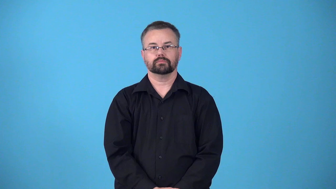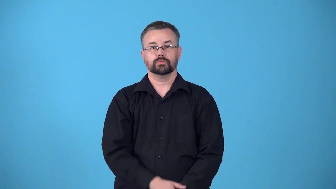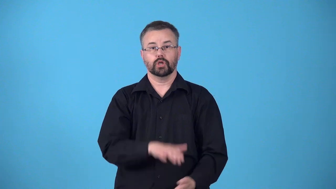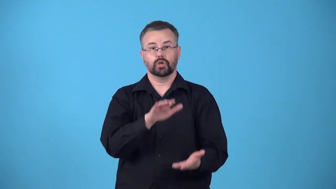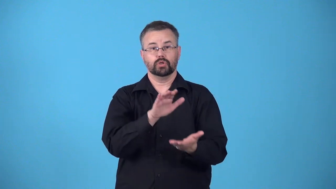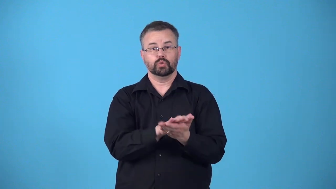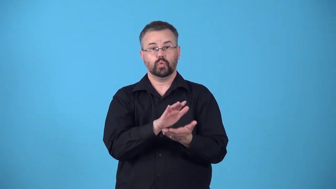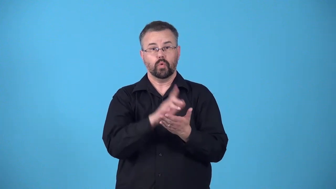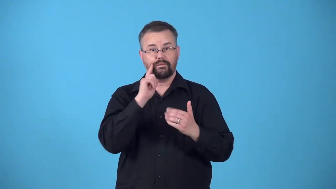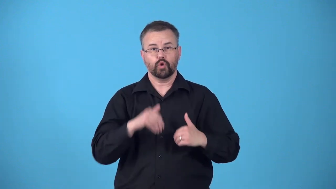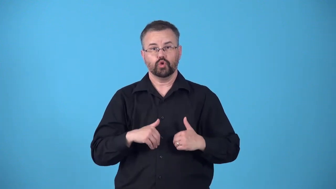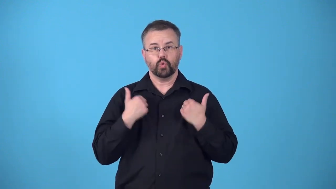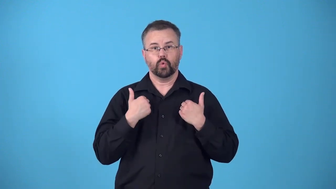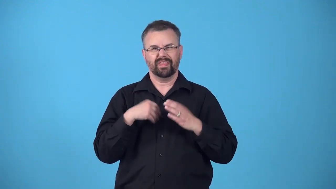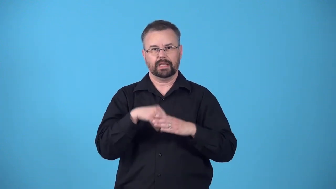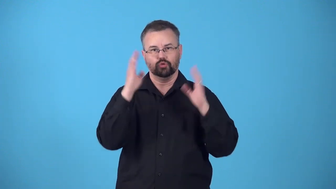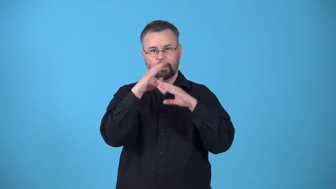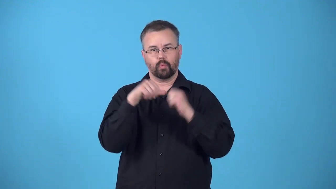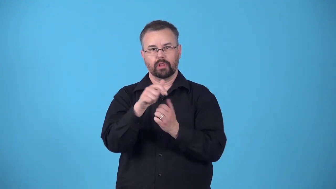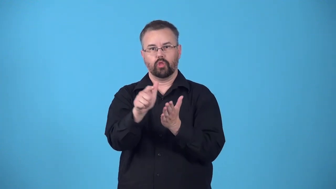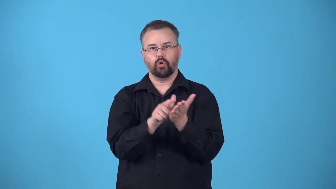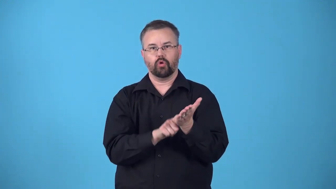reformatory,reform school